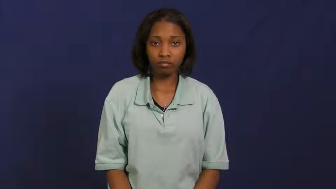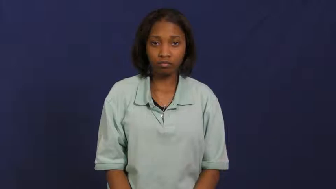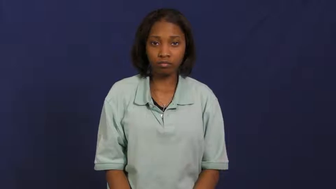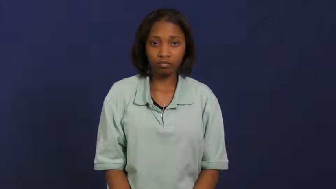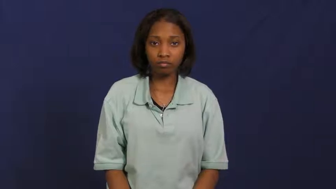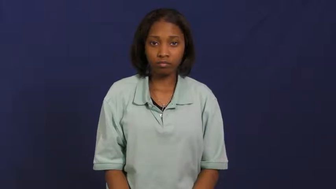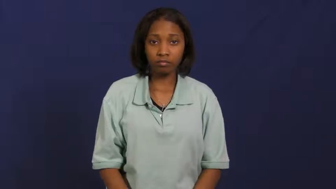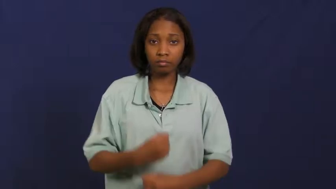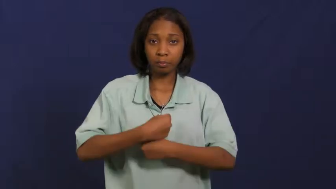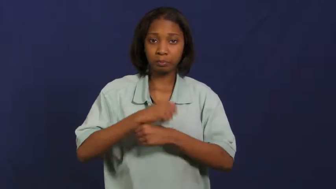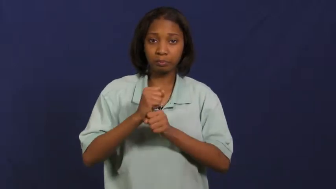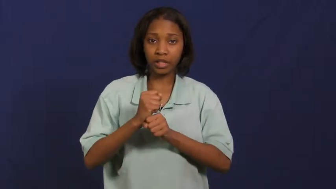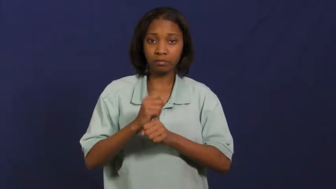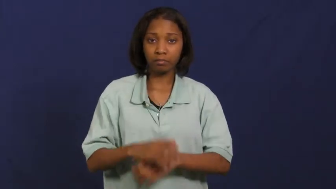fix-make